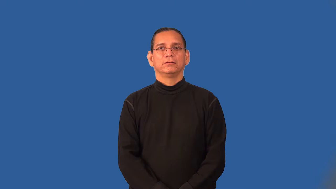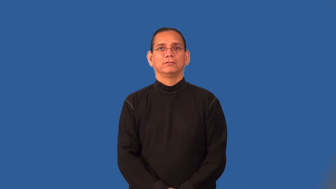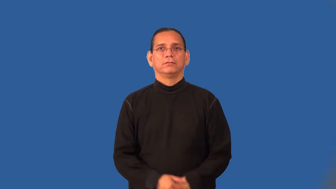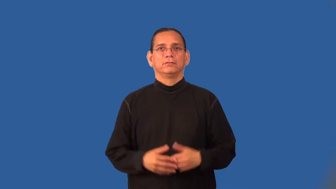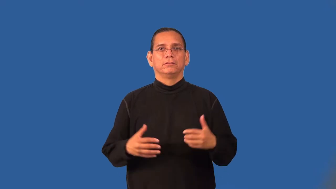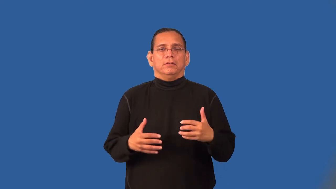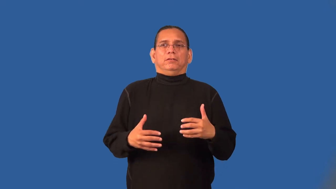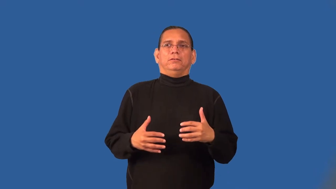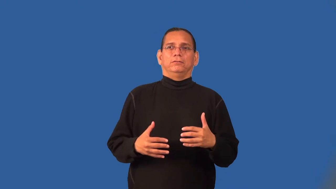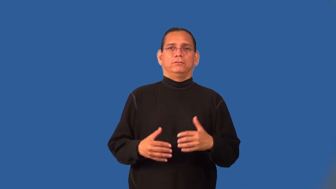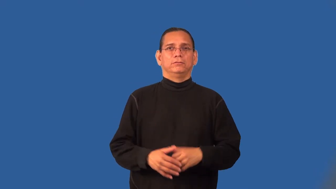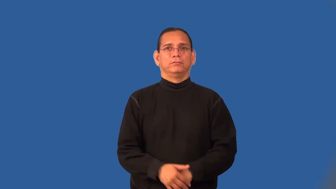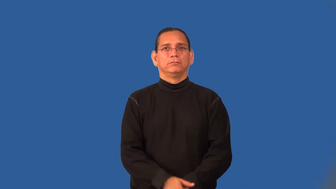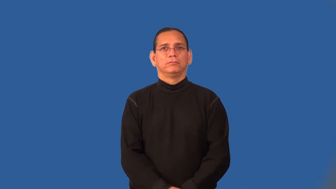startle